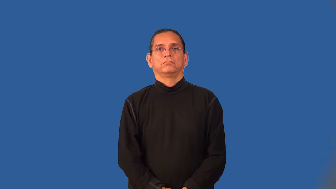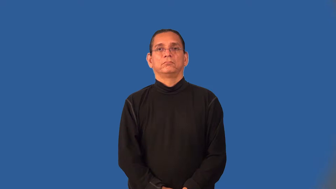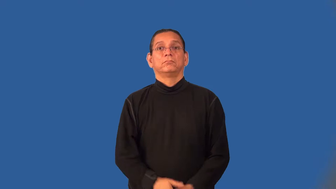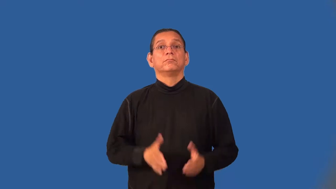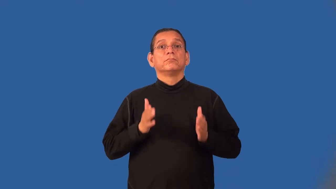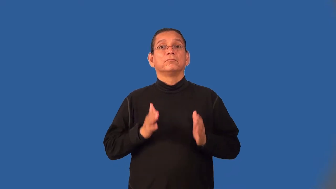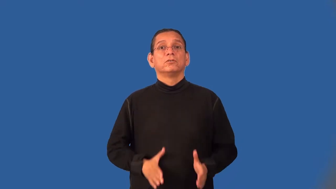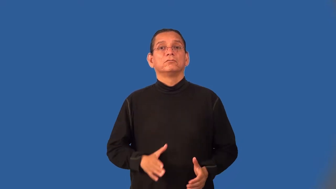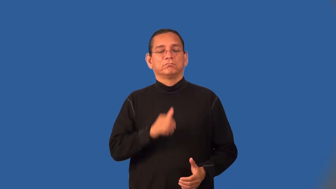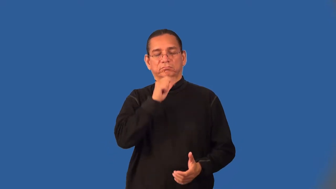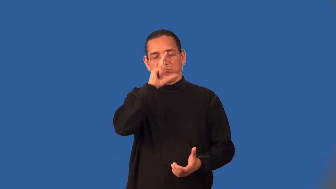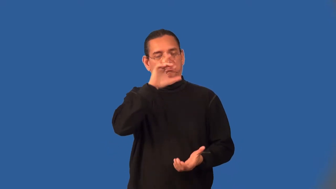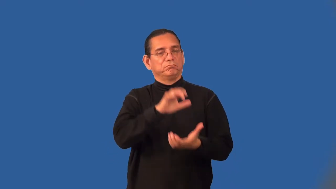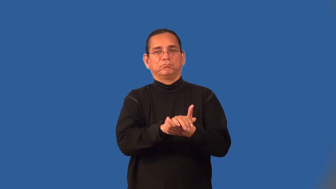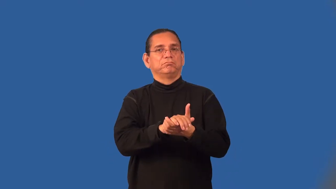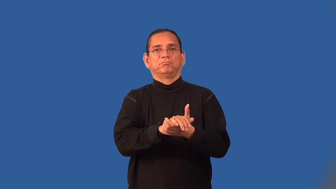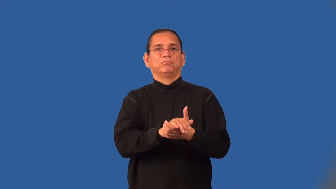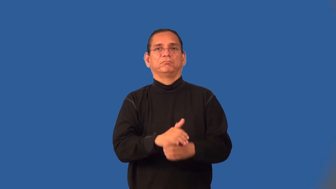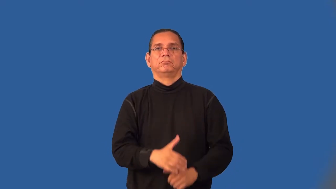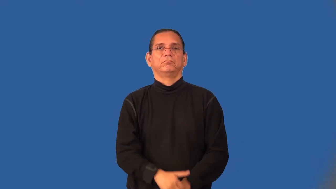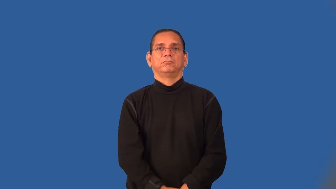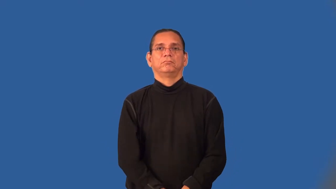disbeliever